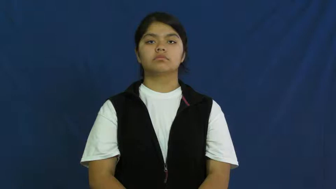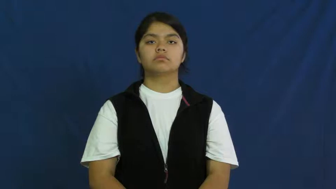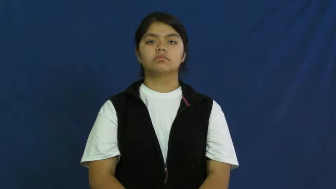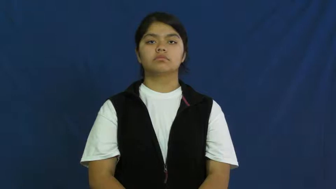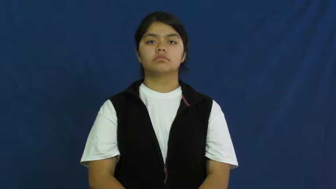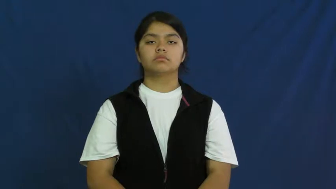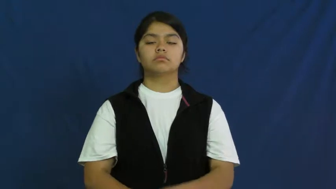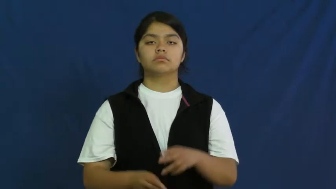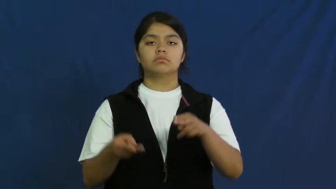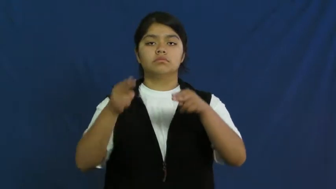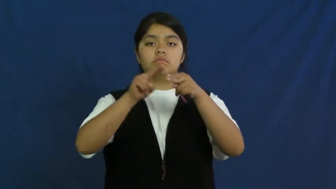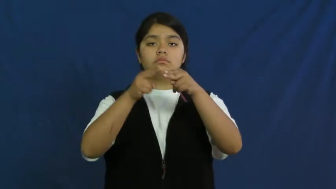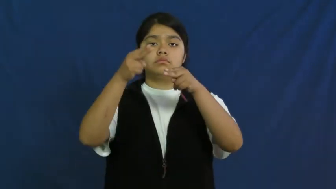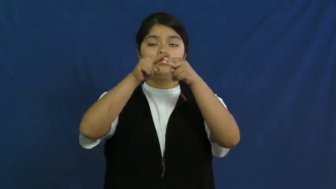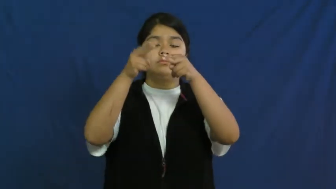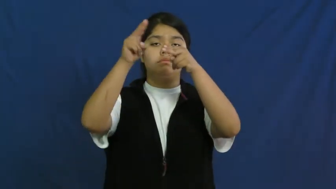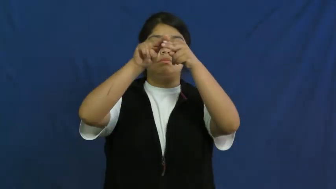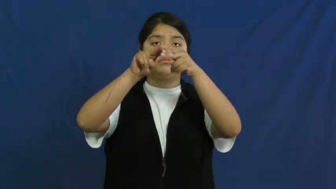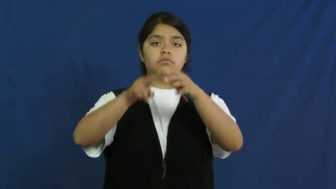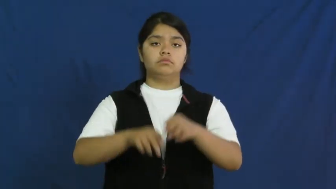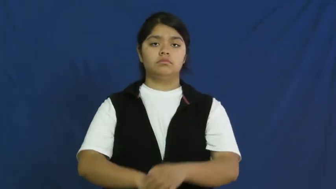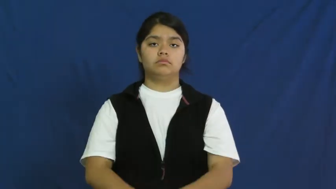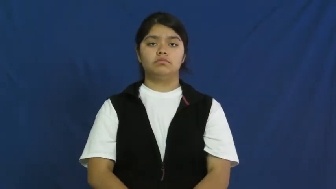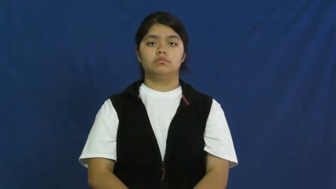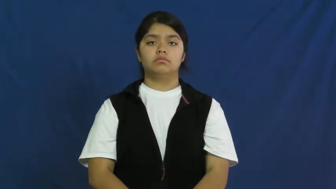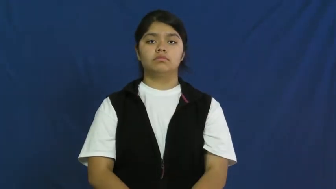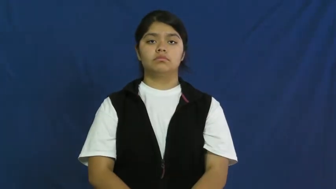increase,grow,appreciate,augment,amplify,heighten,pickup,apprise